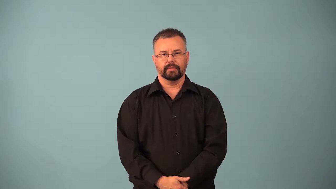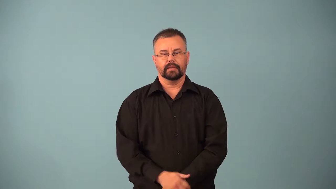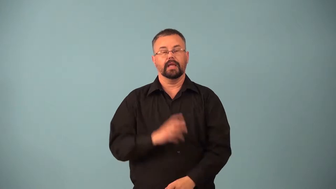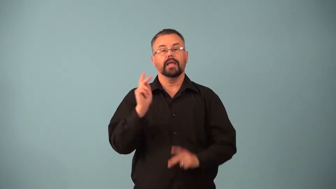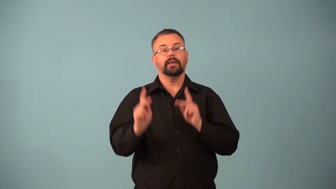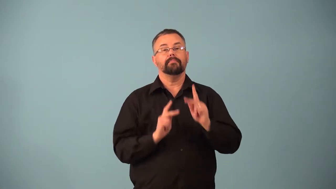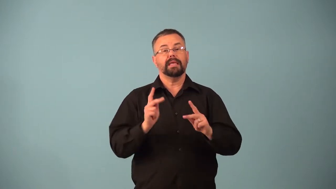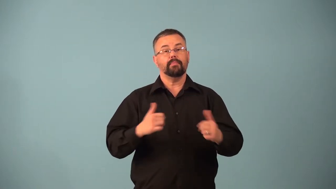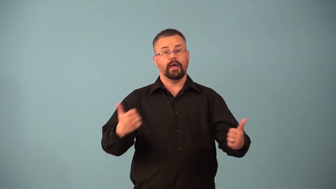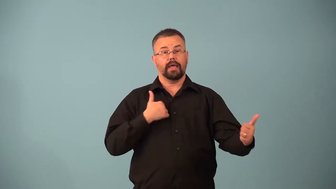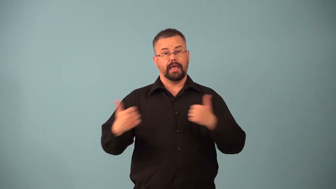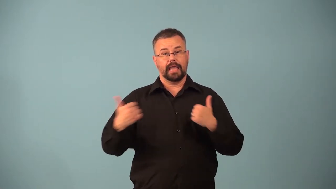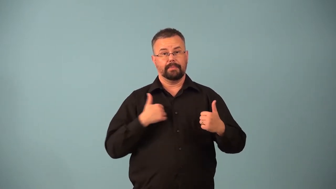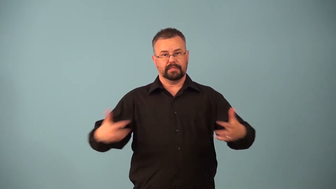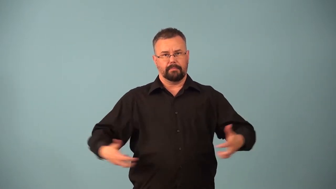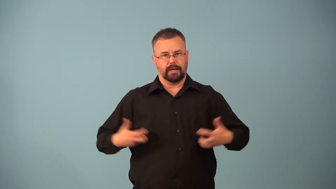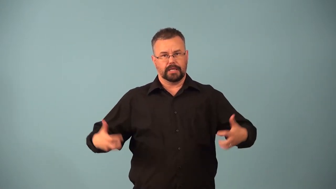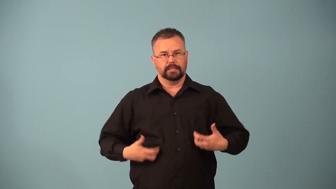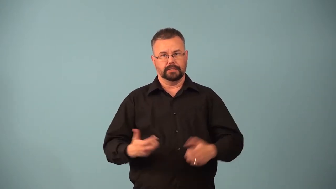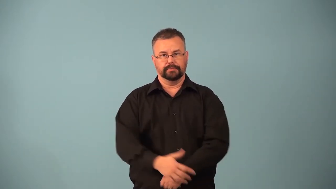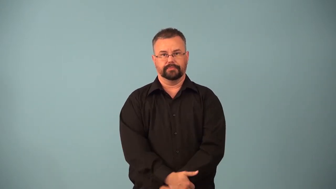primate